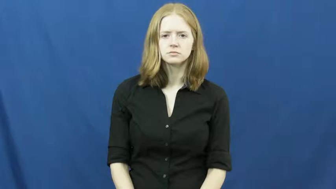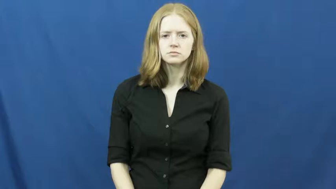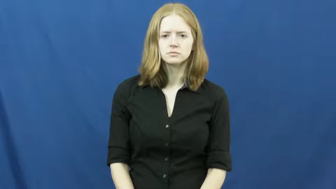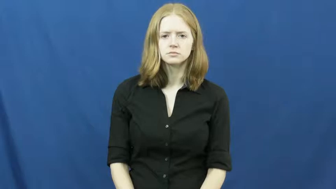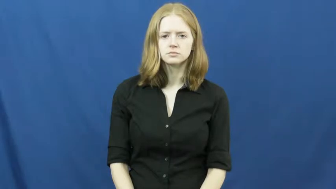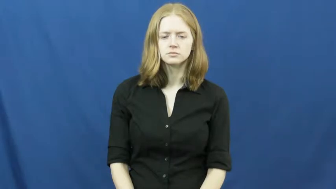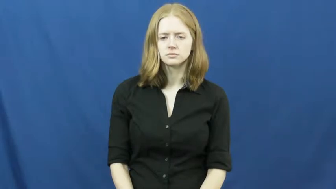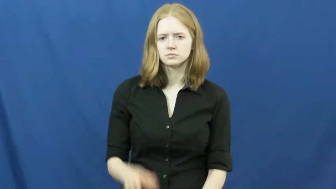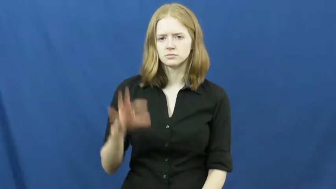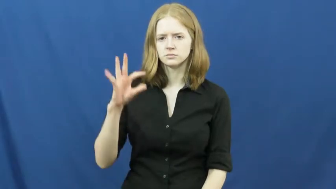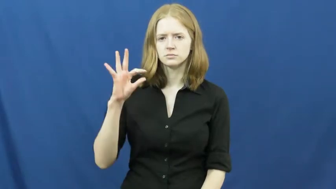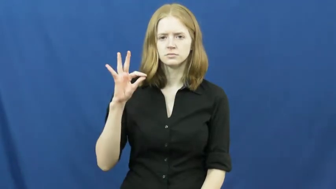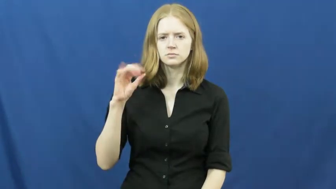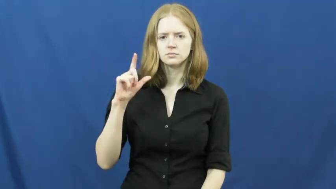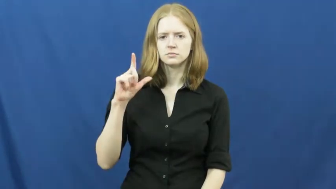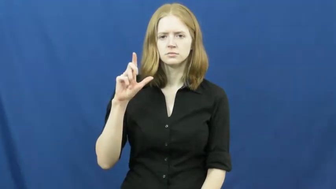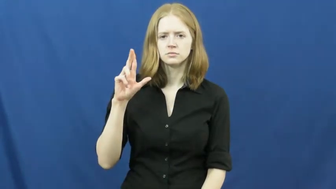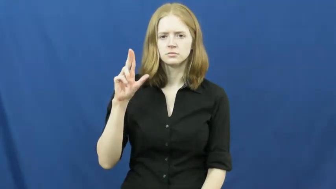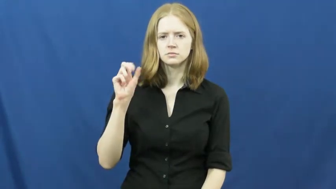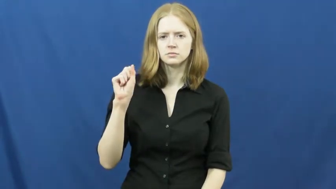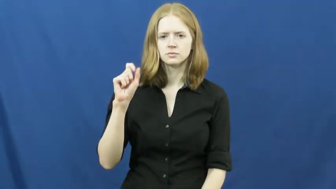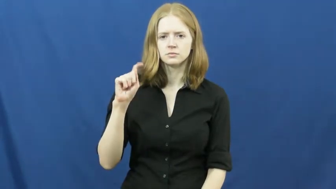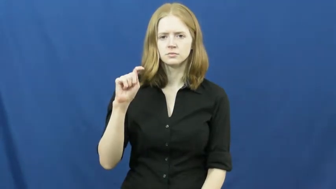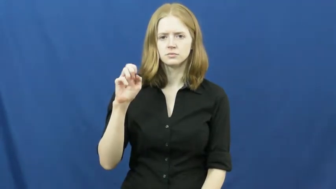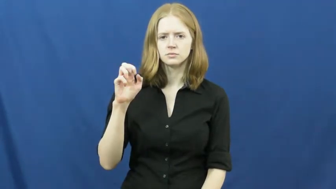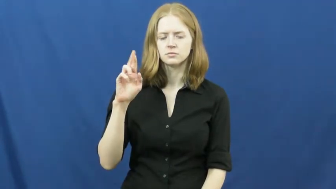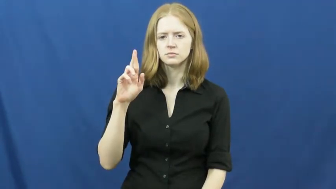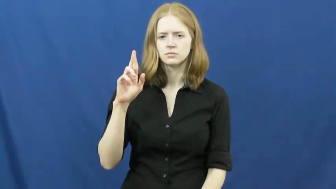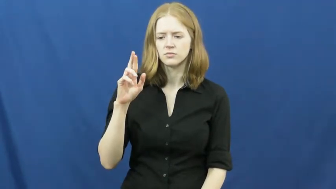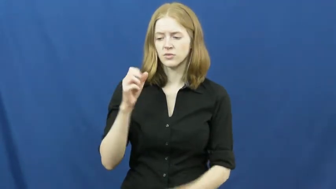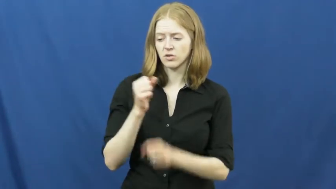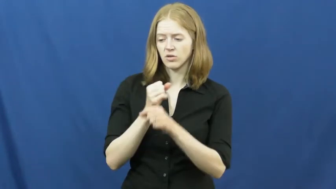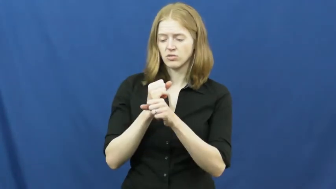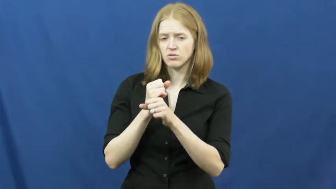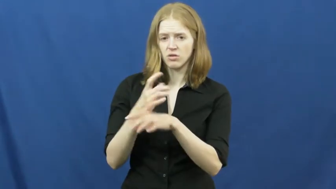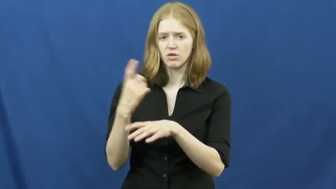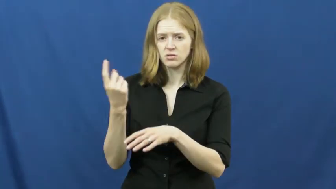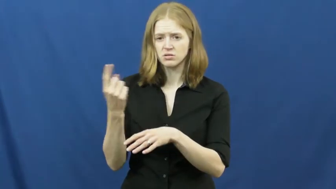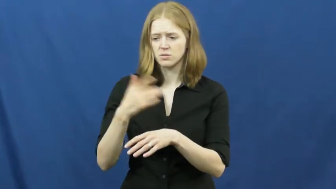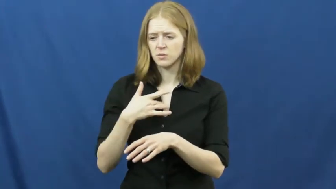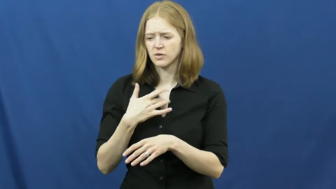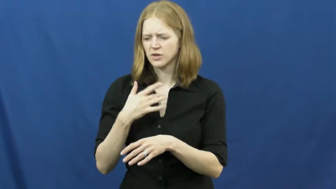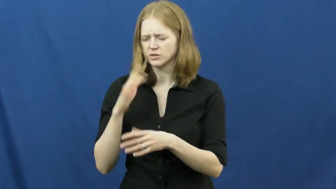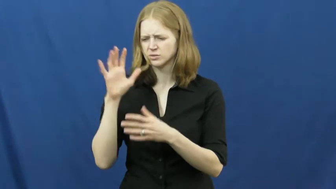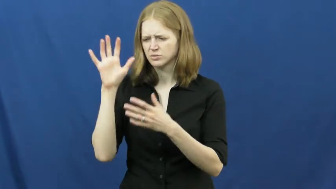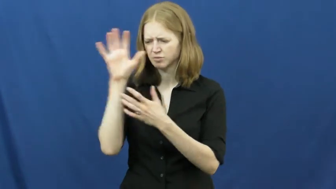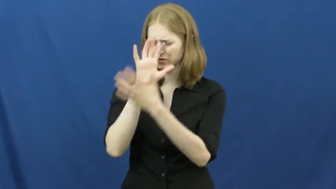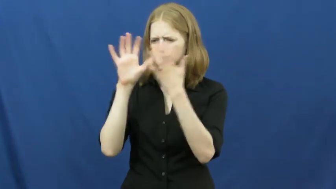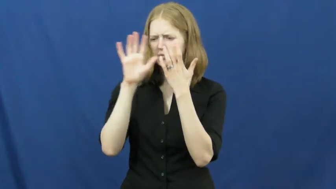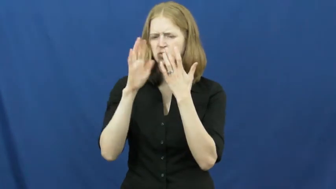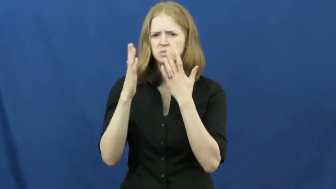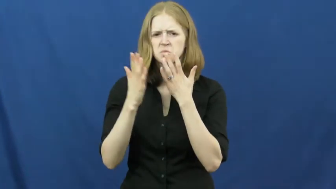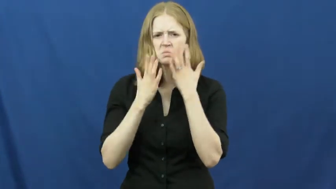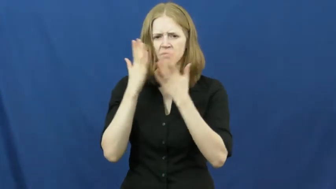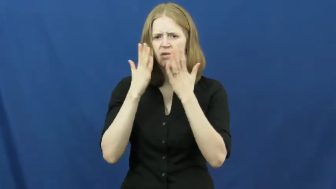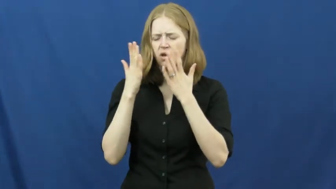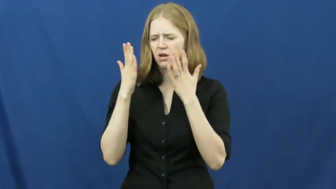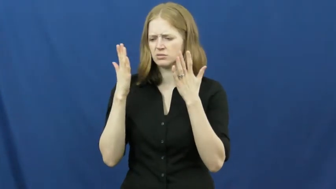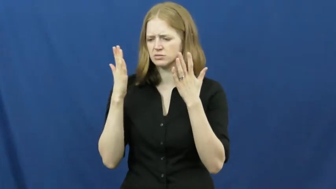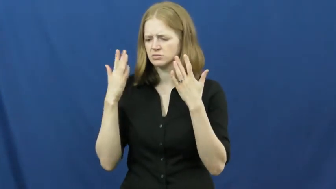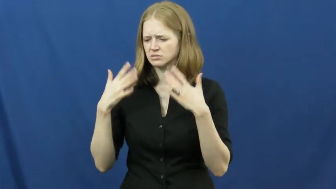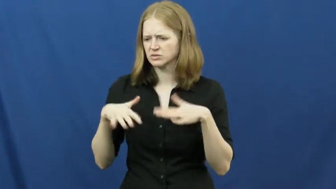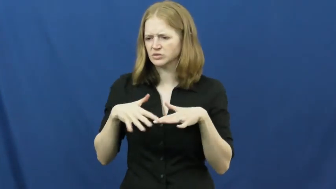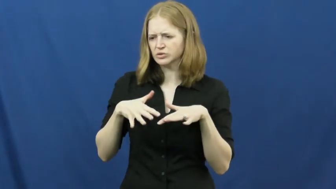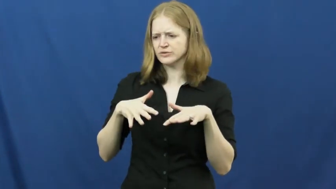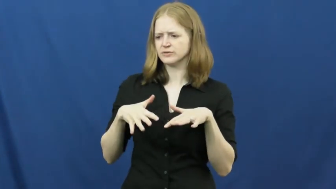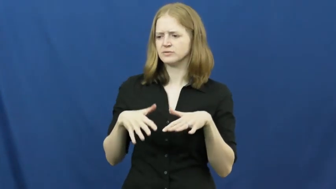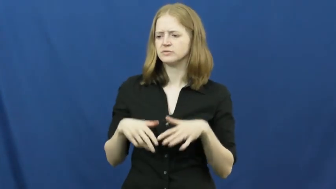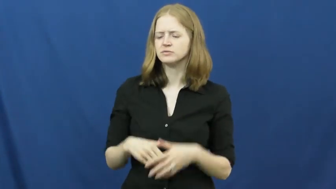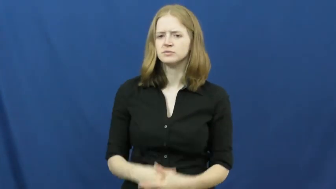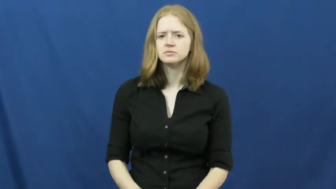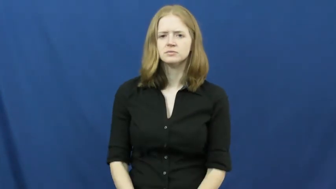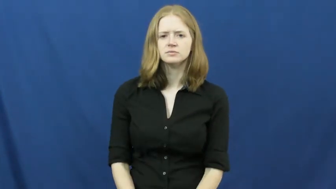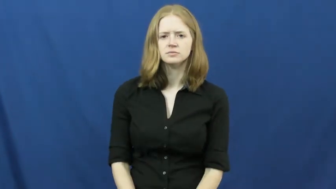fluster